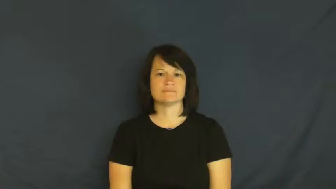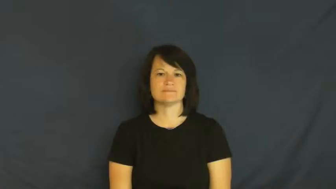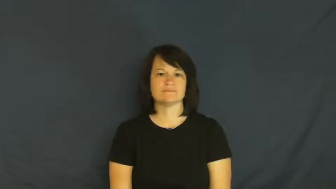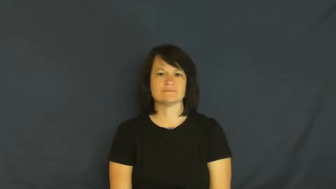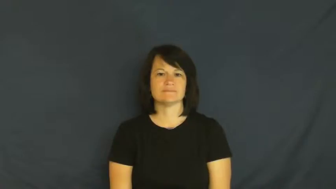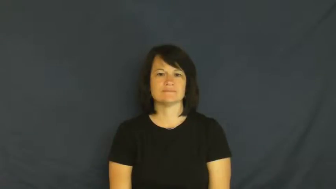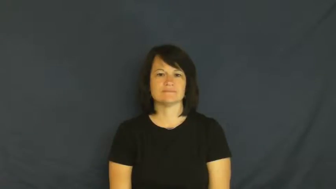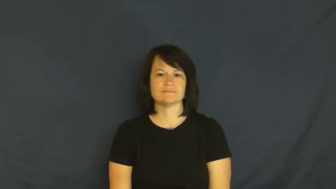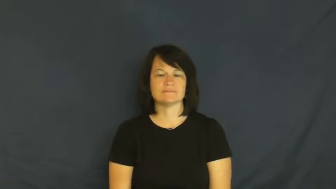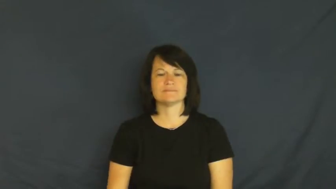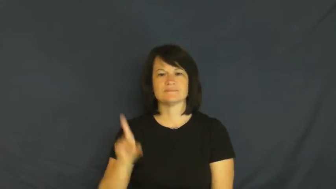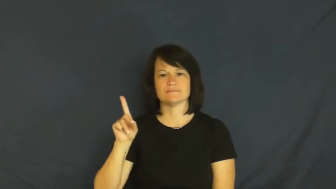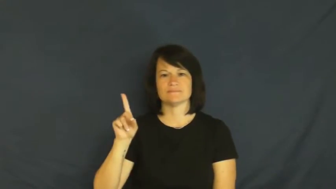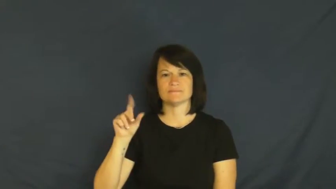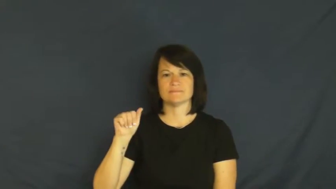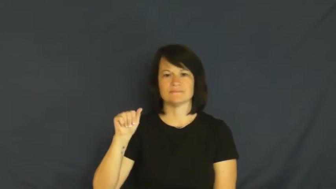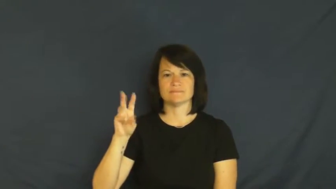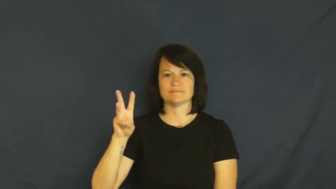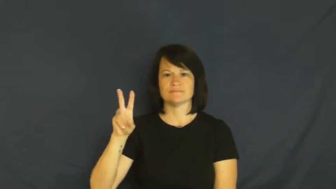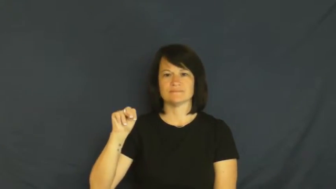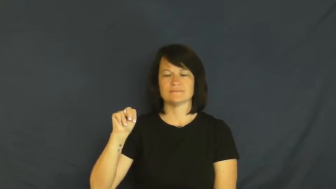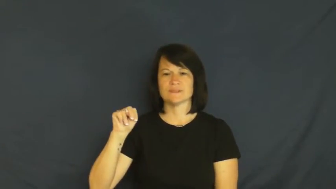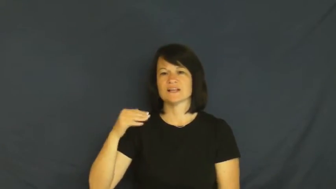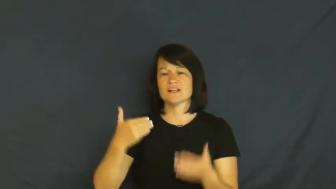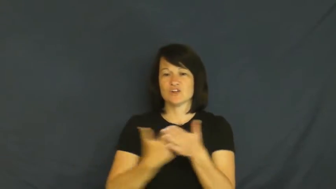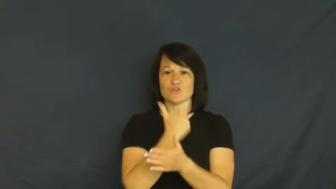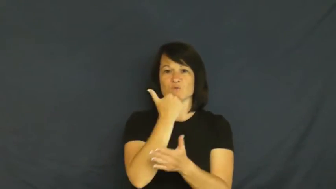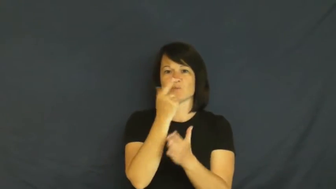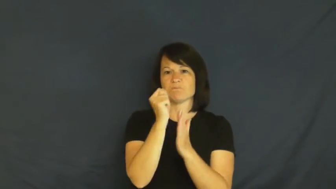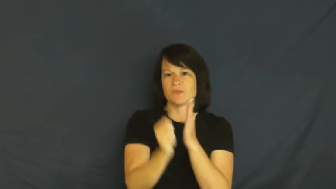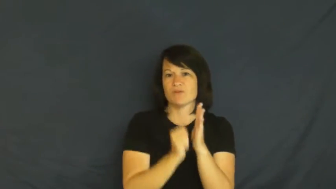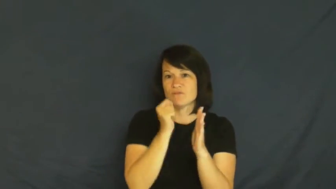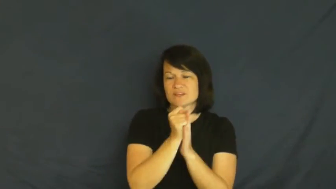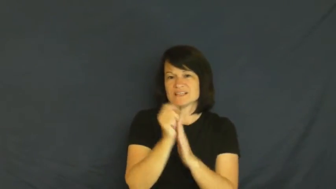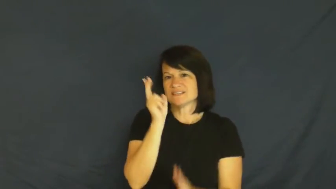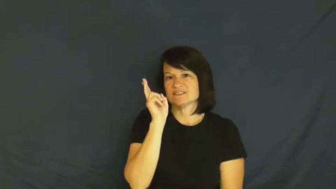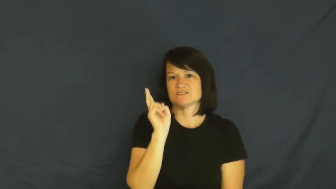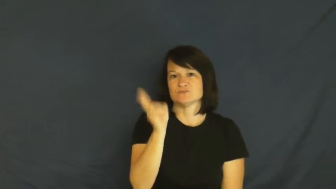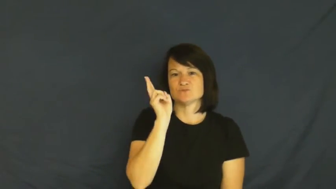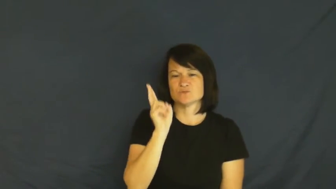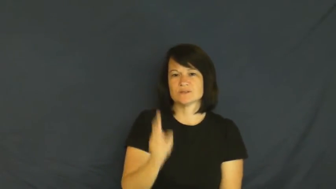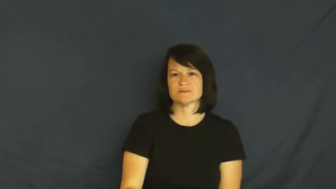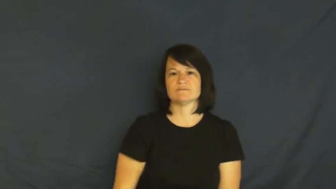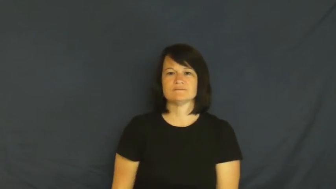dawn-beginning